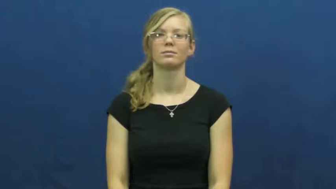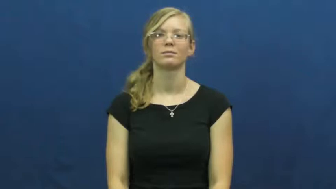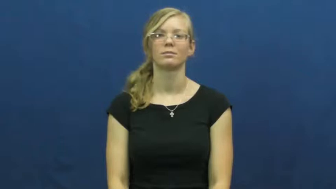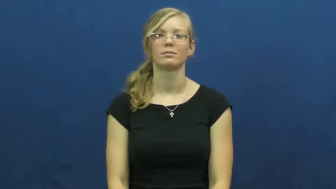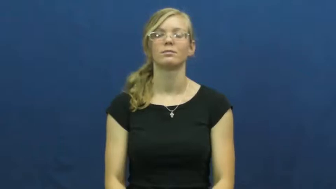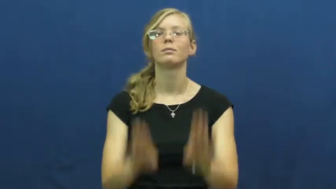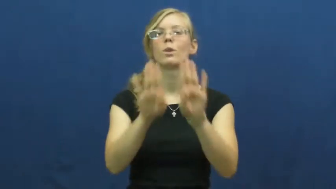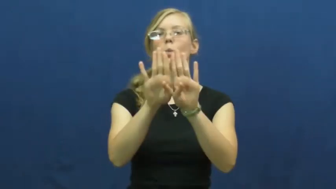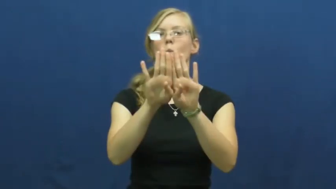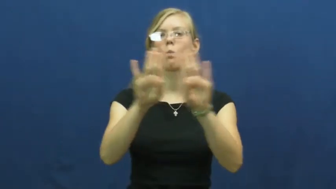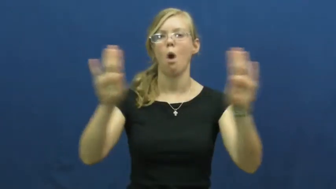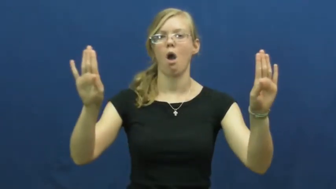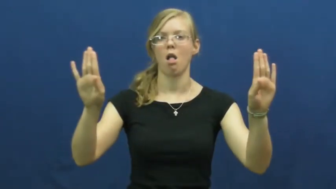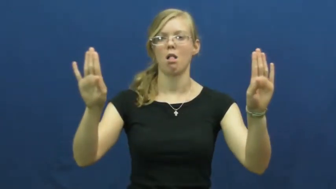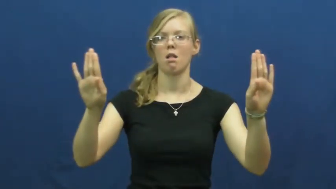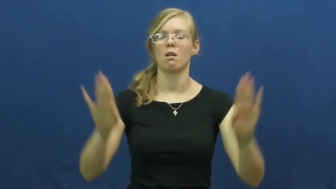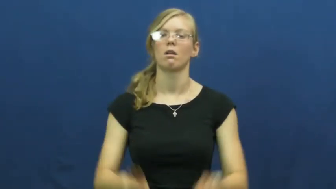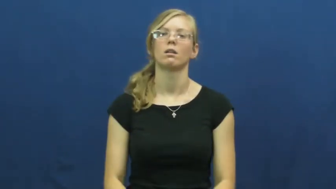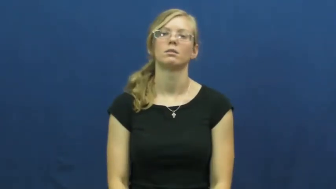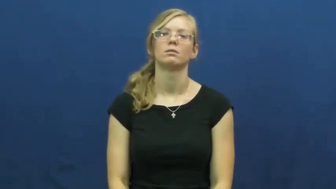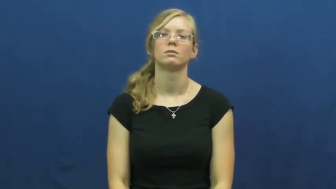wall,barrier,divider